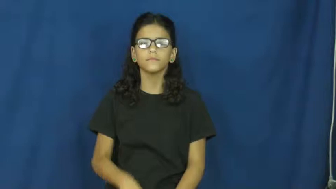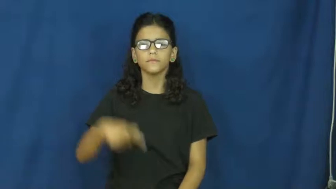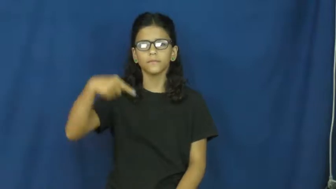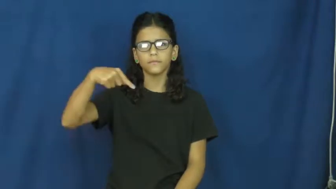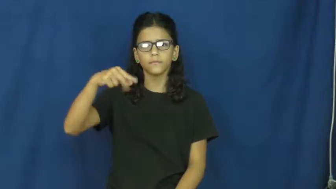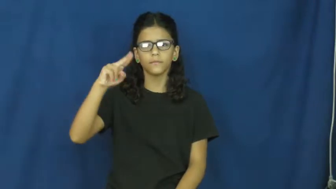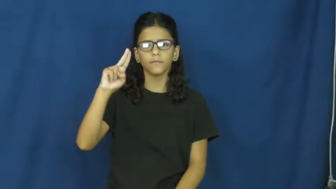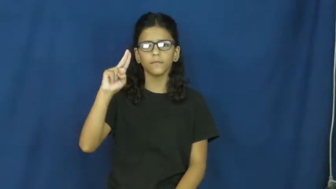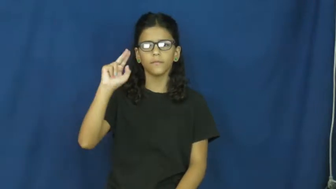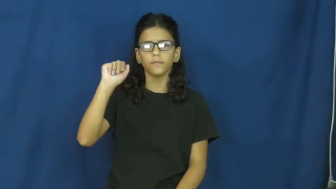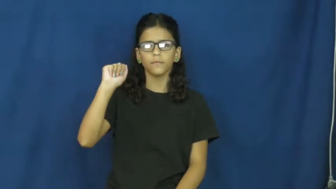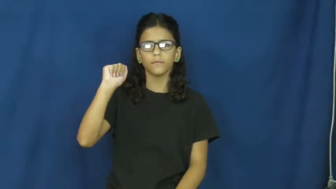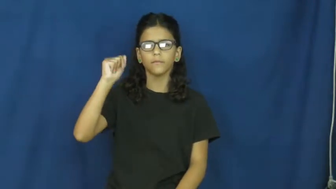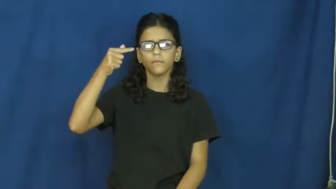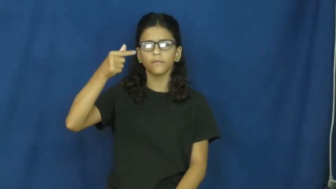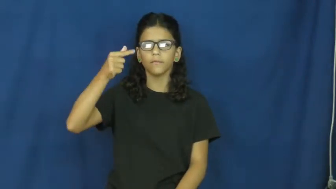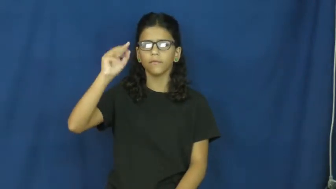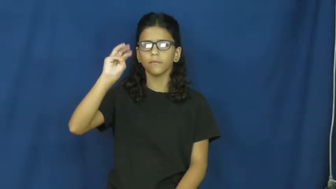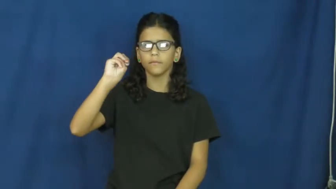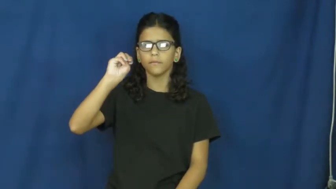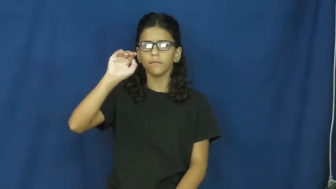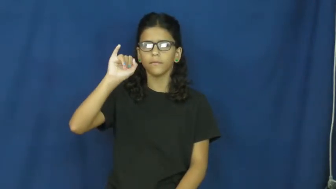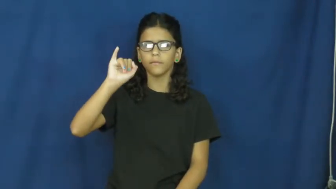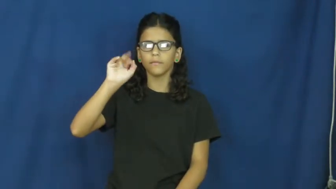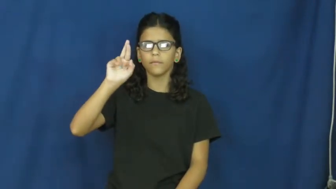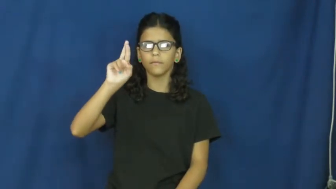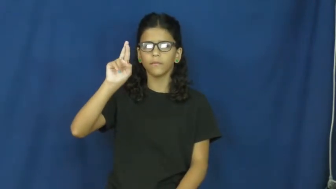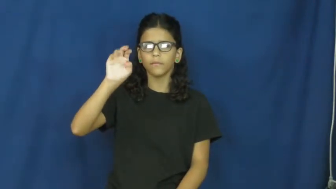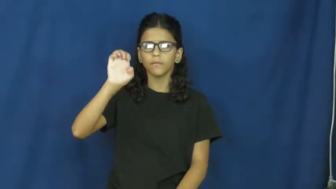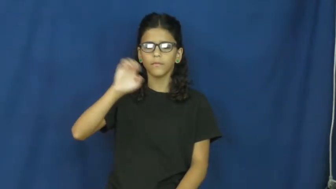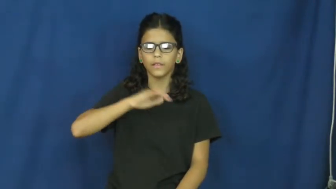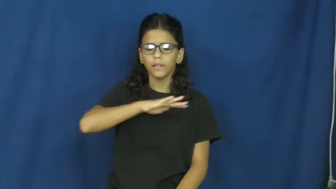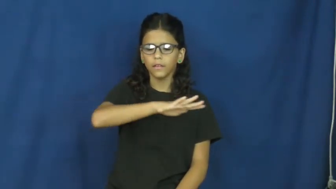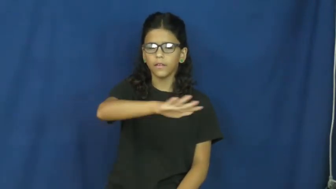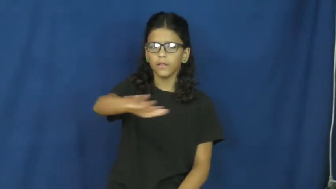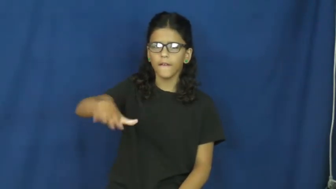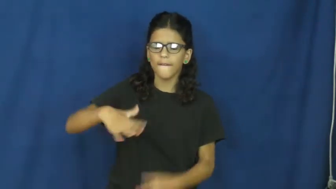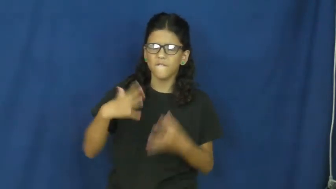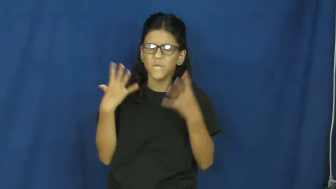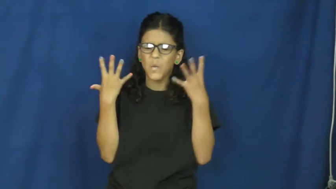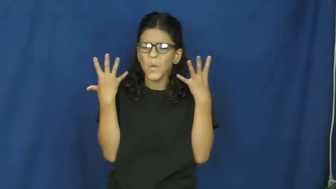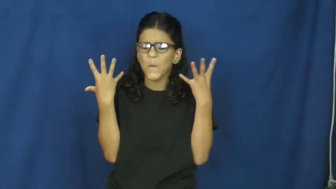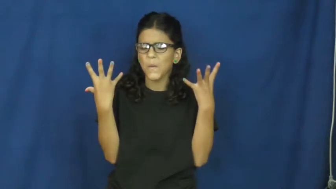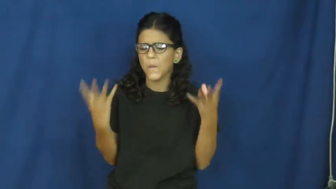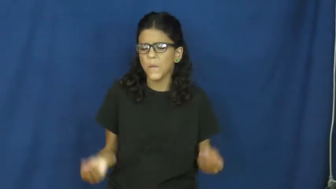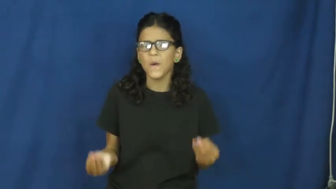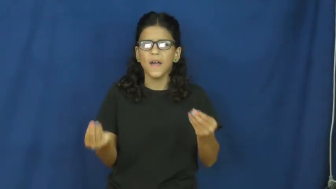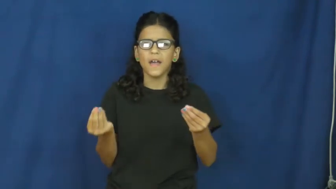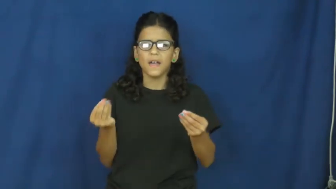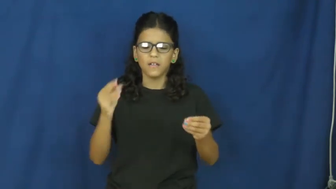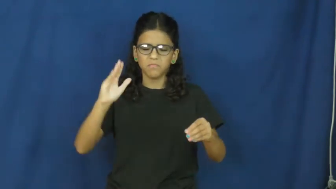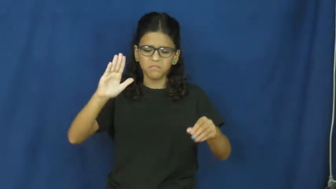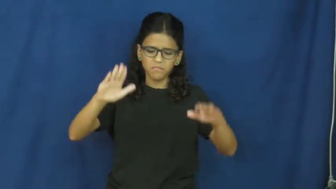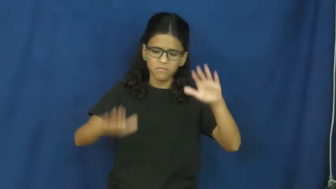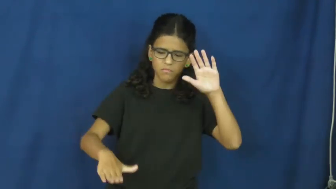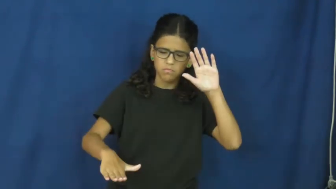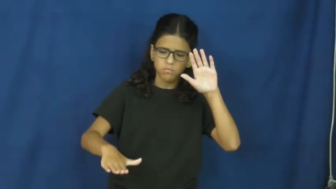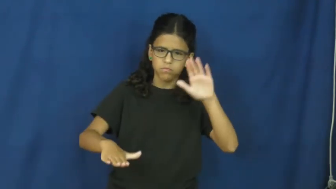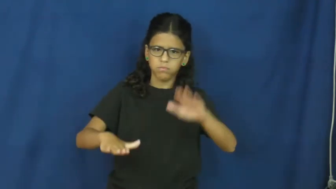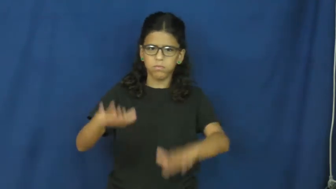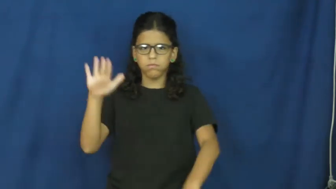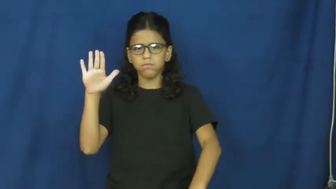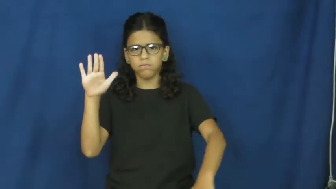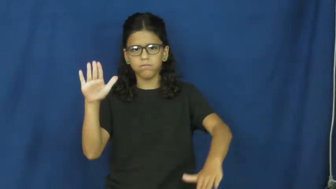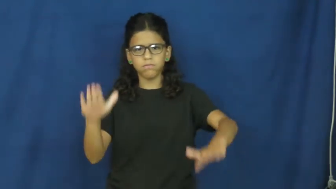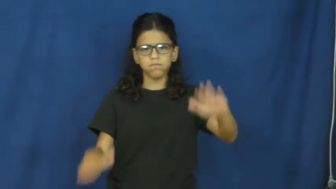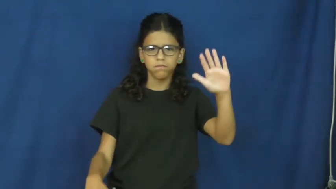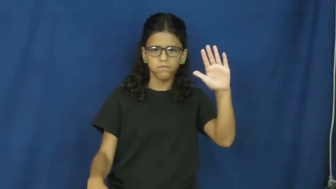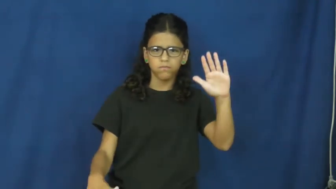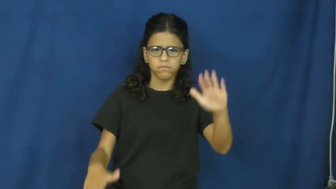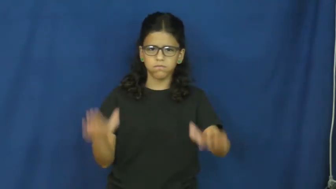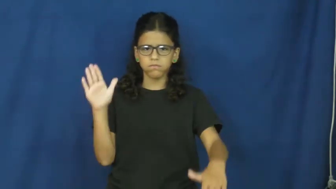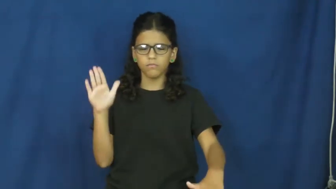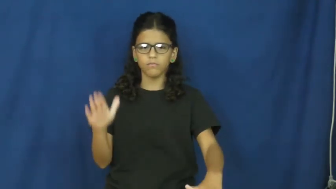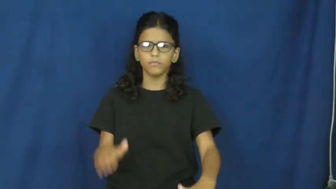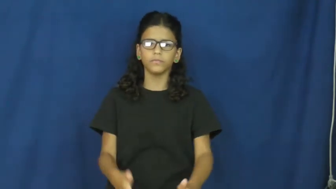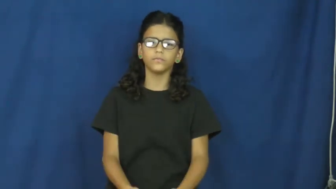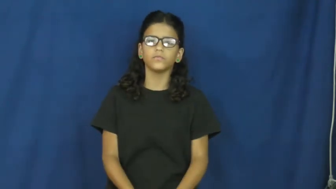quagmire